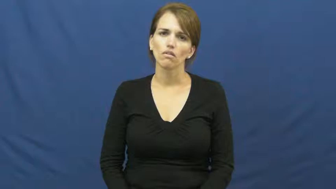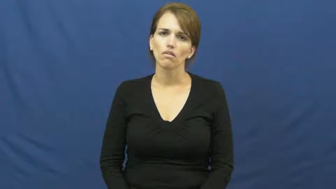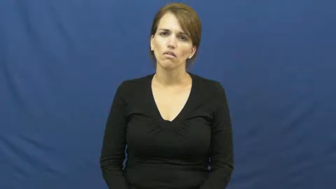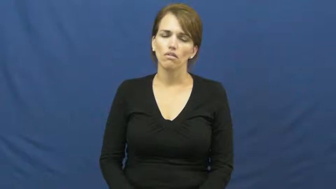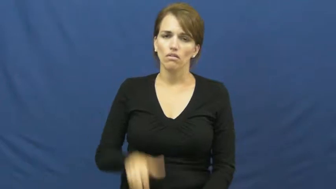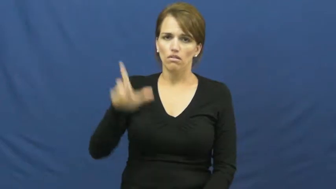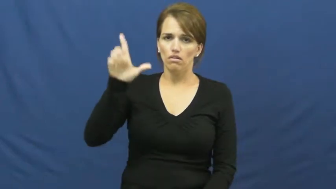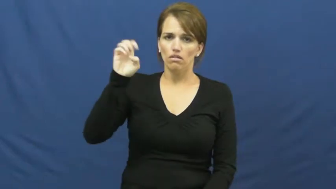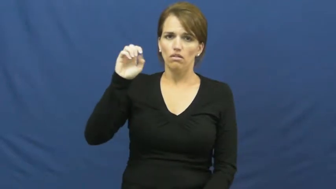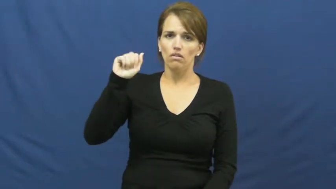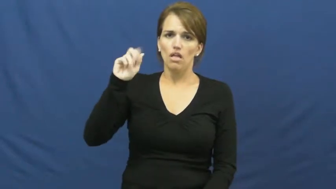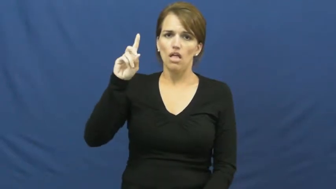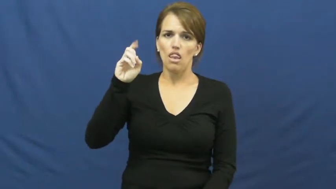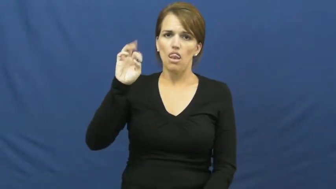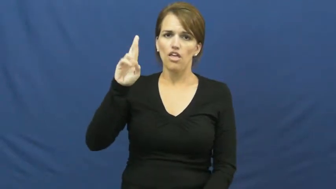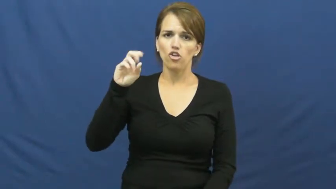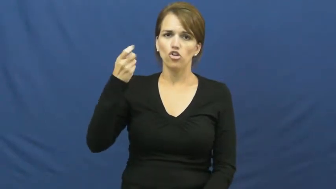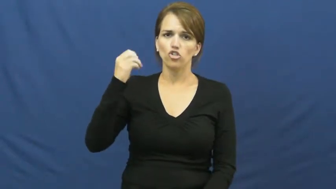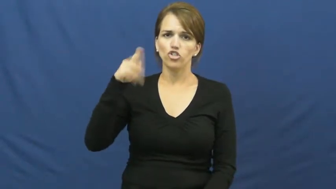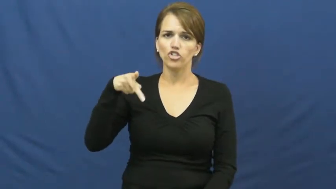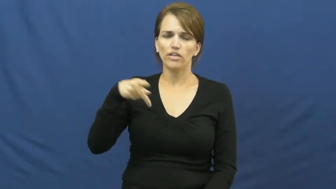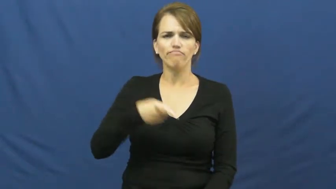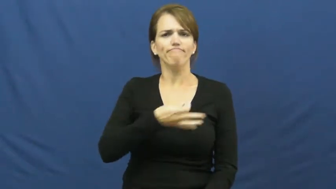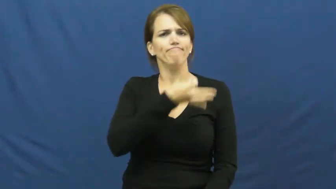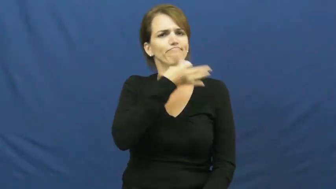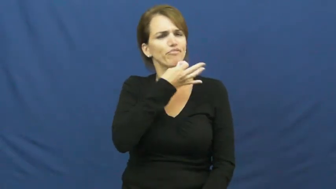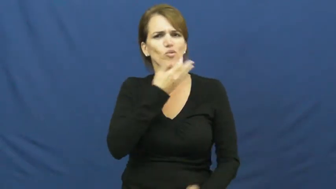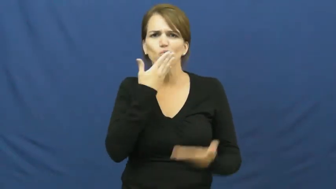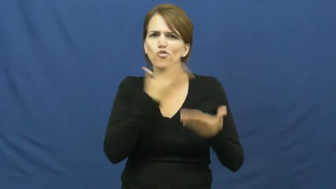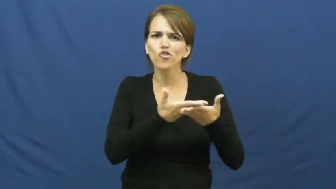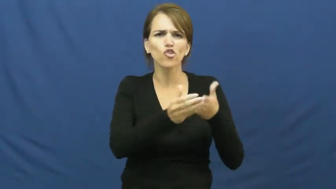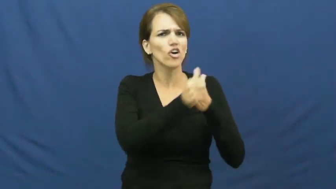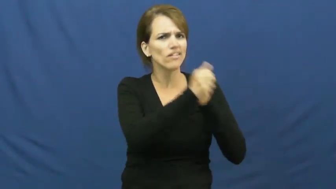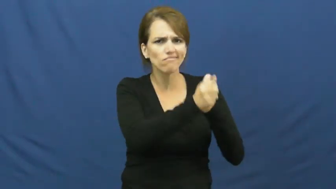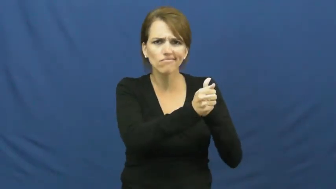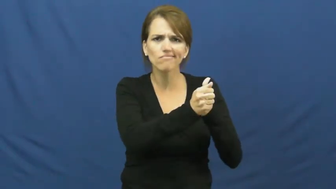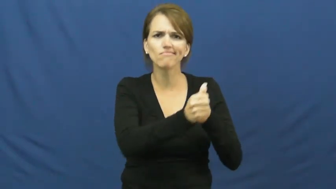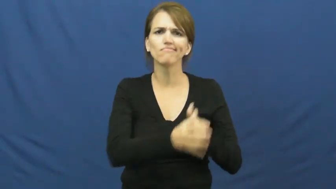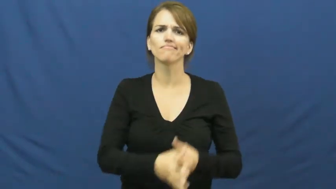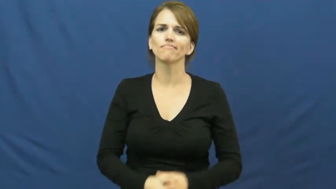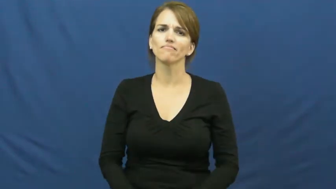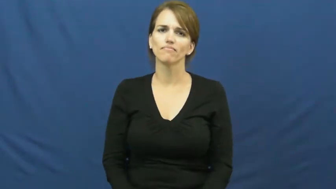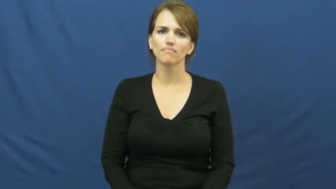leadership